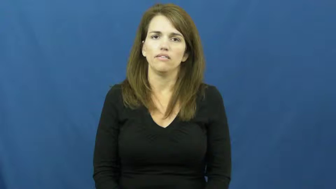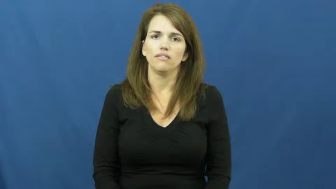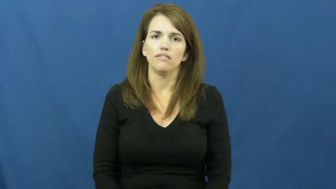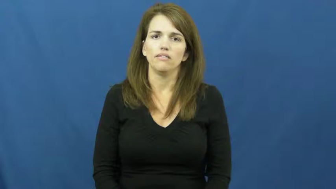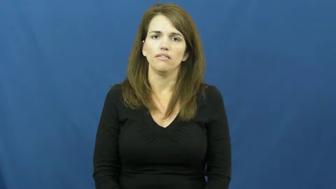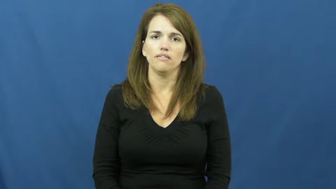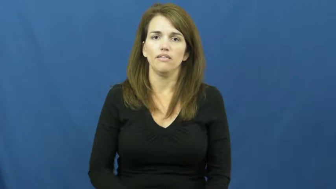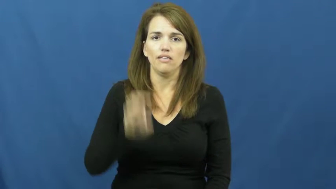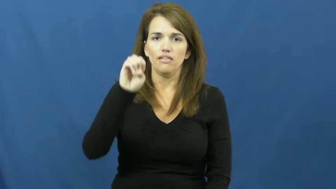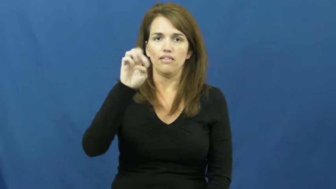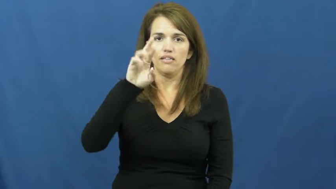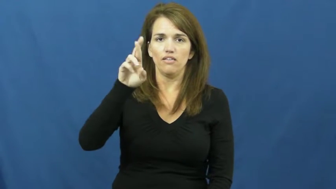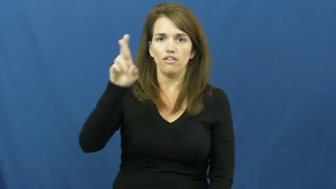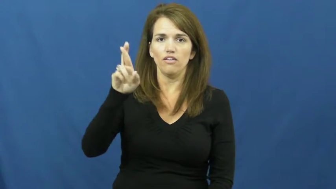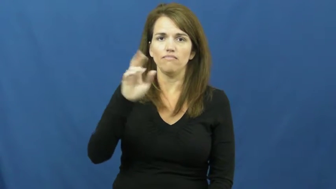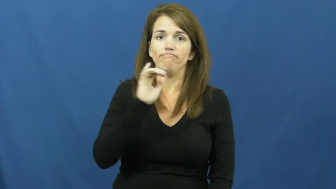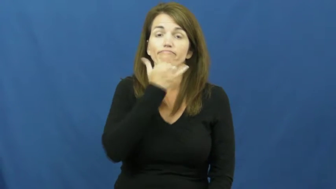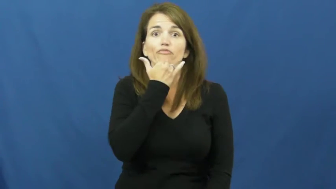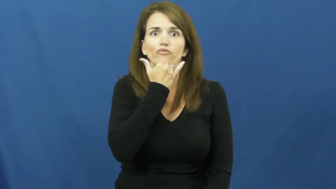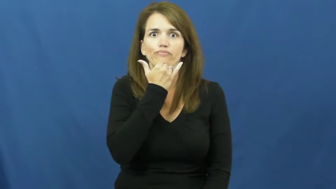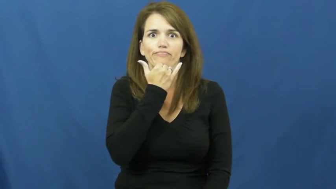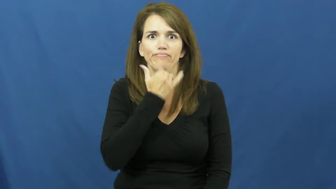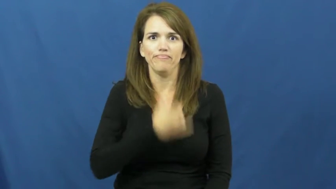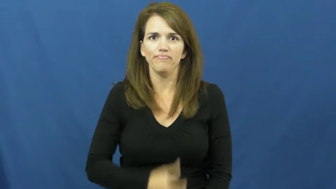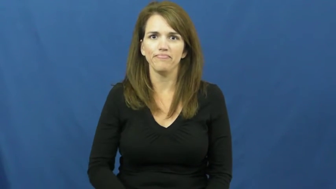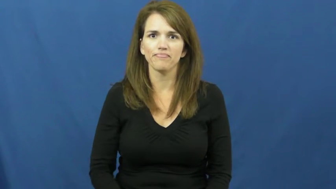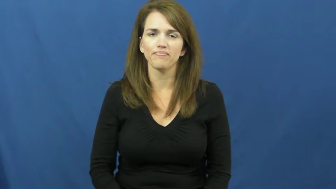err,errant,erratum,errata